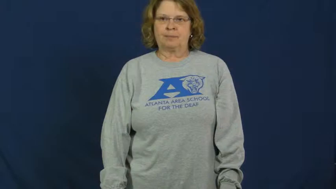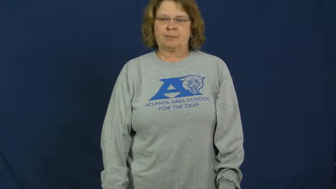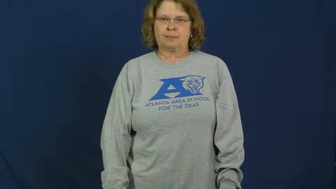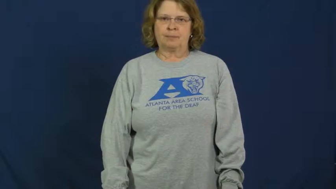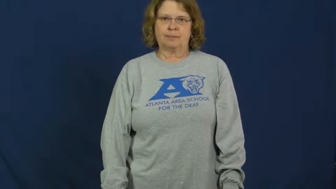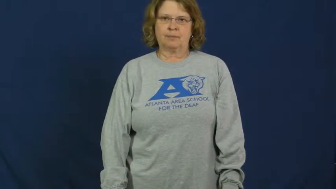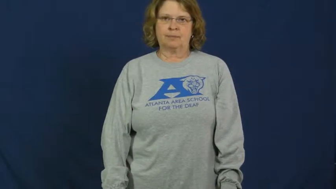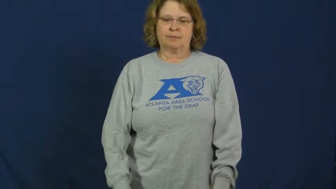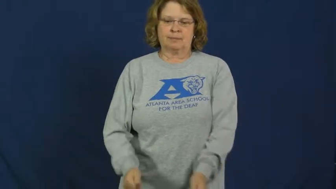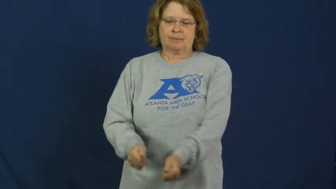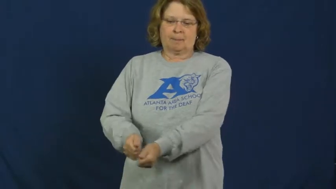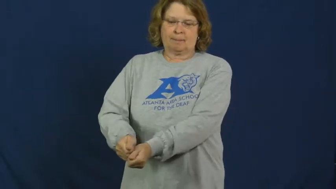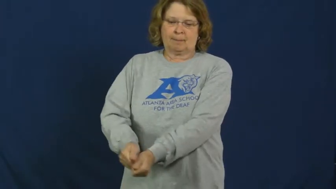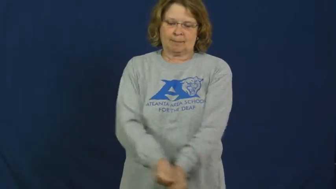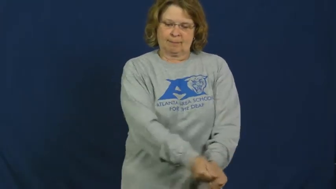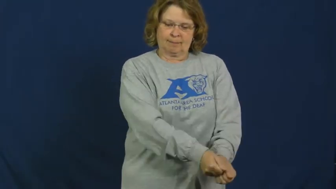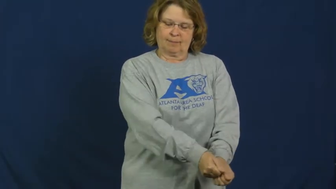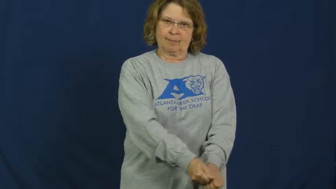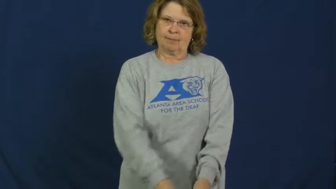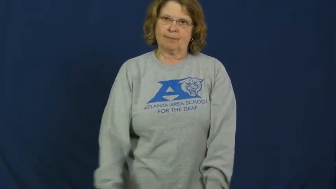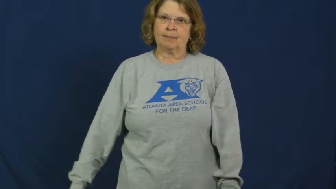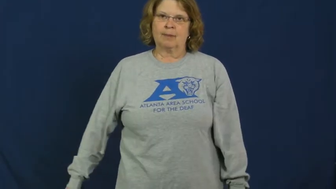putt